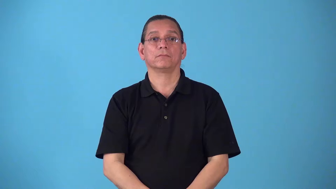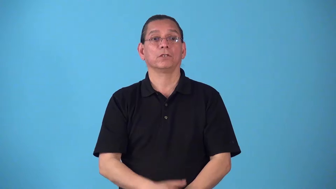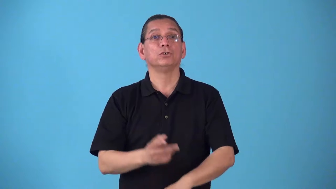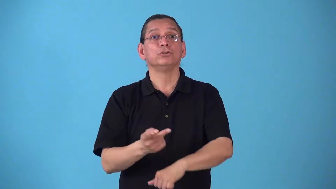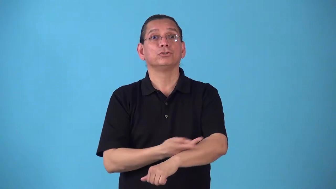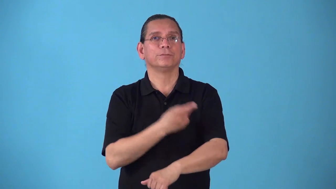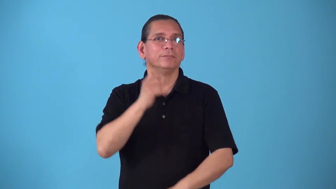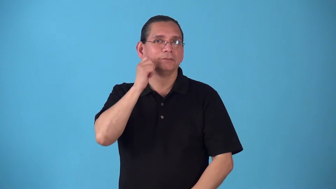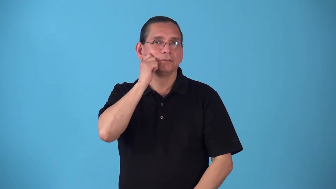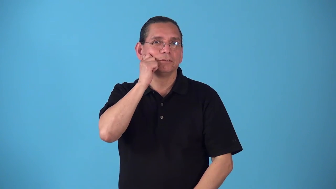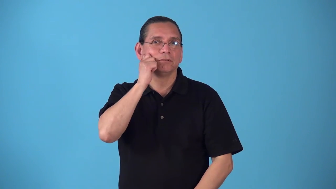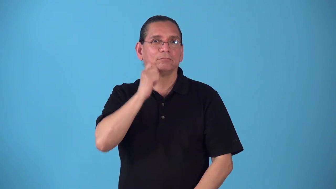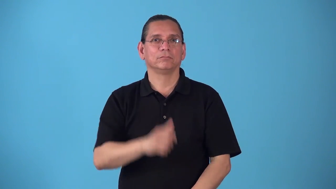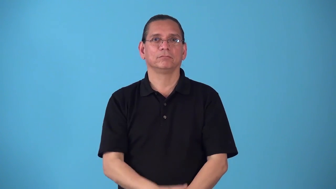sheepskin